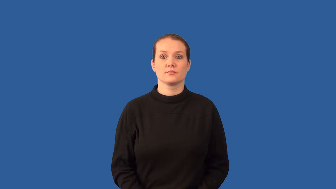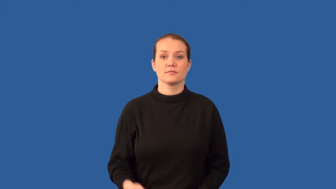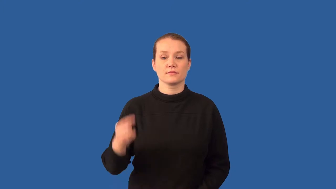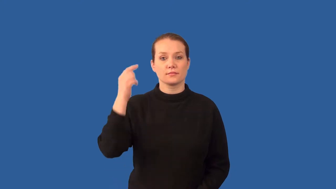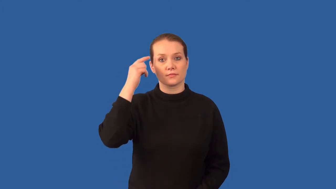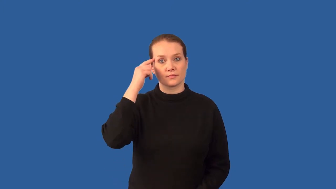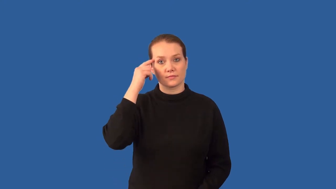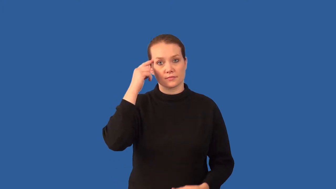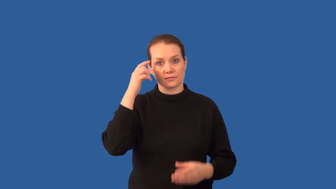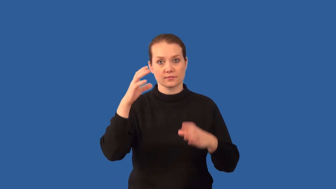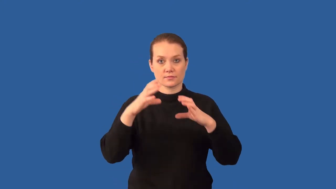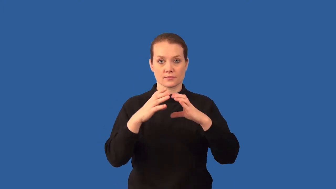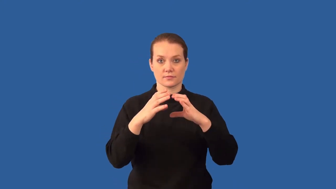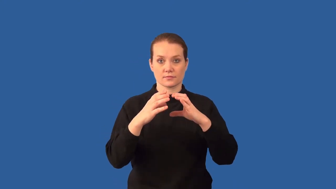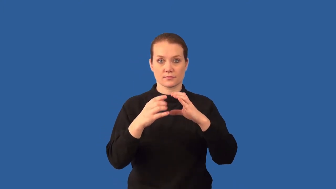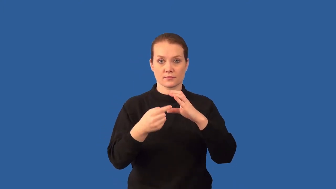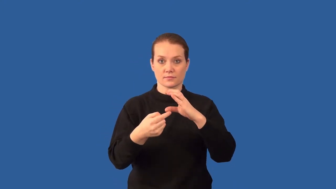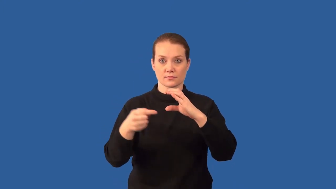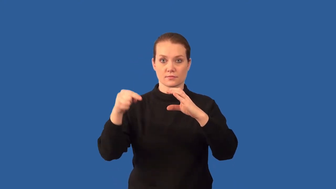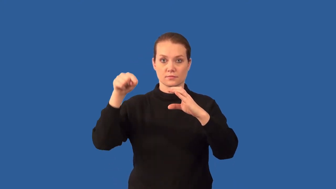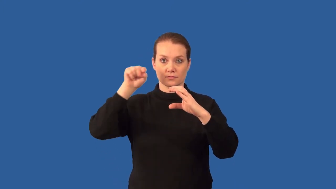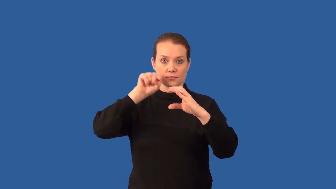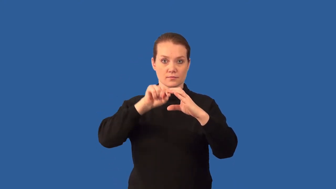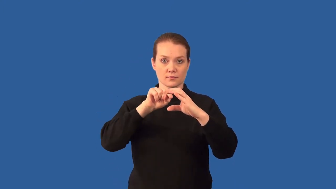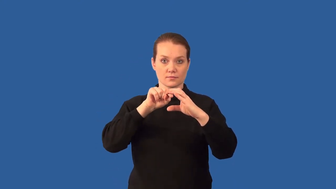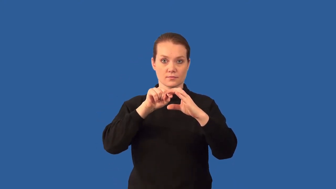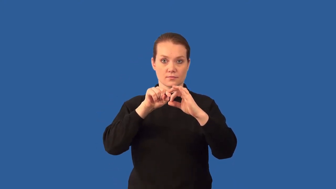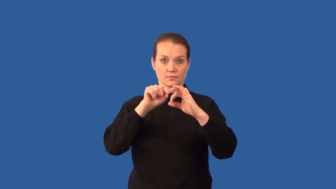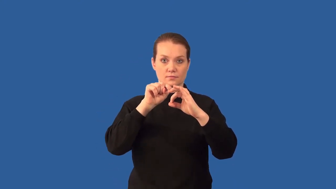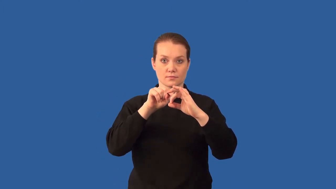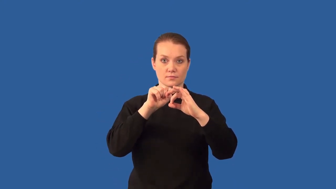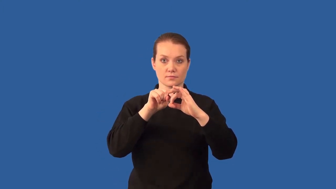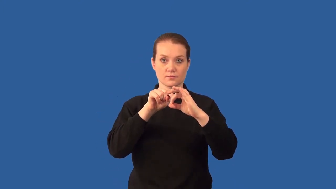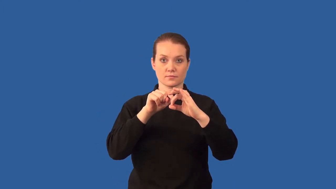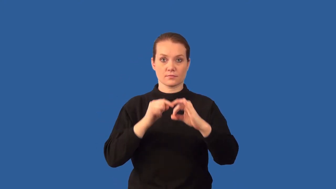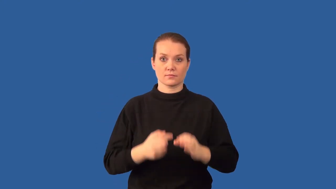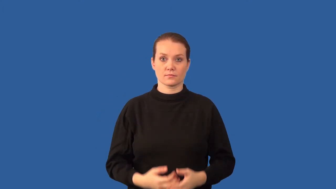cerebellum